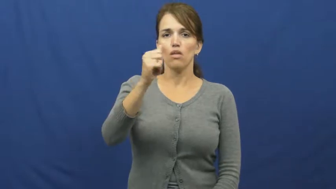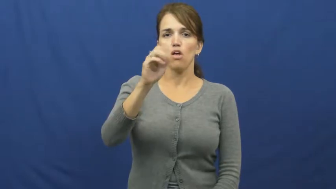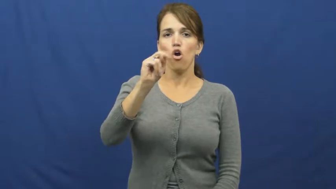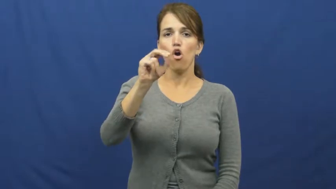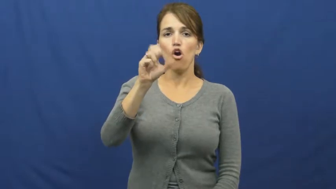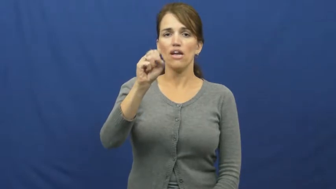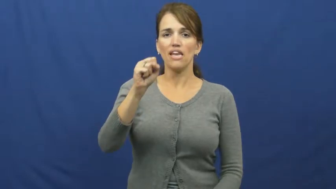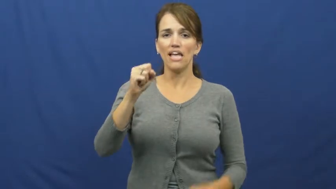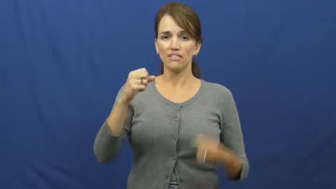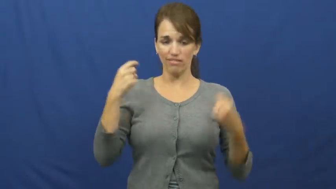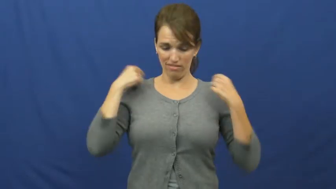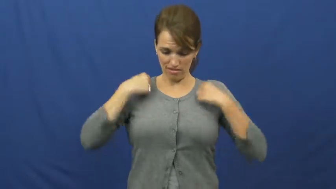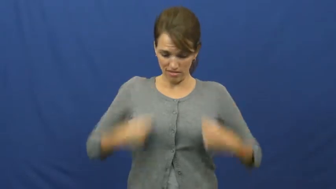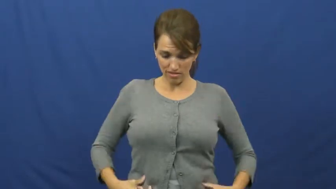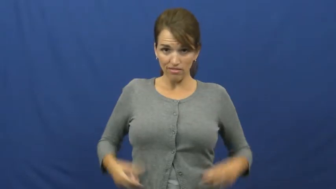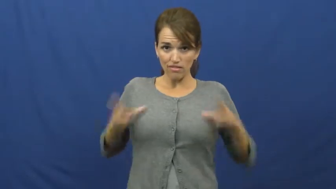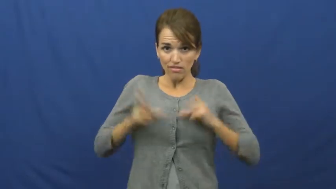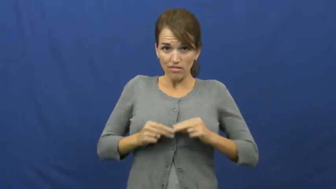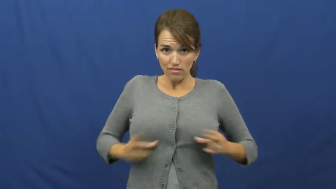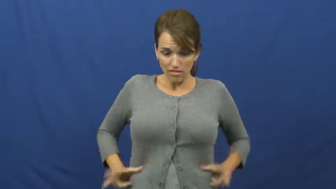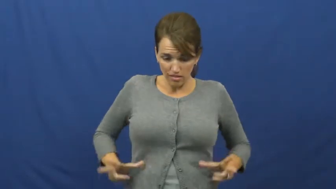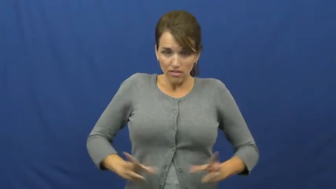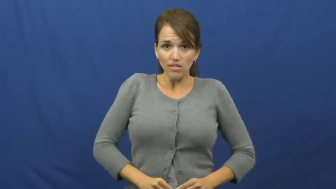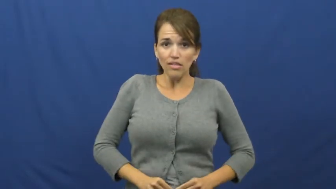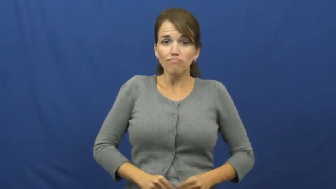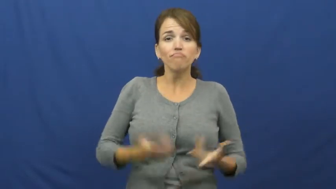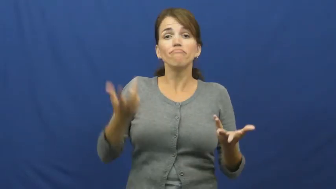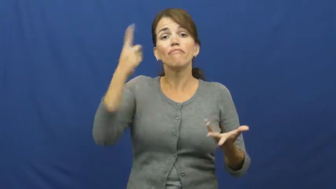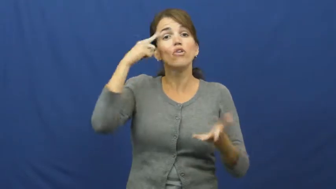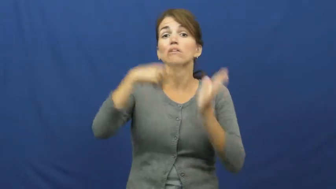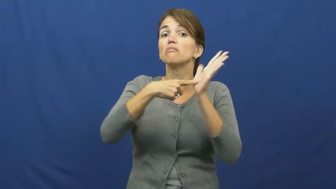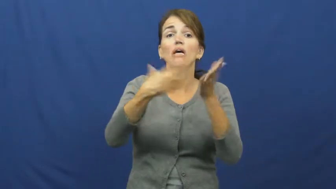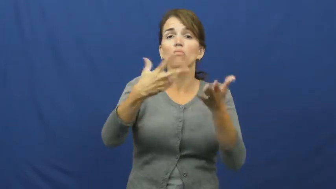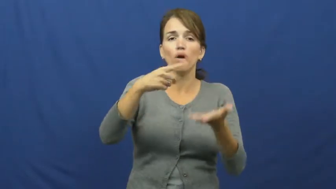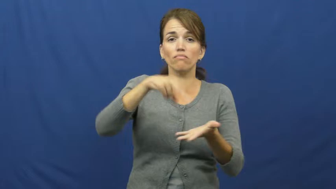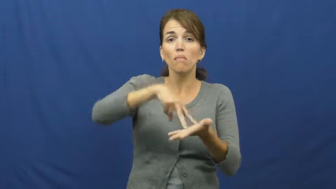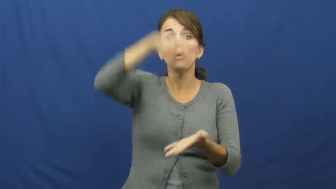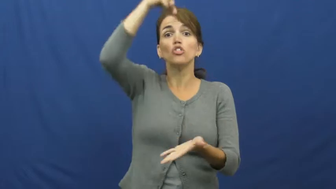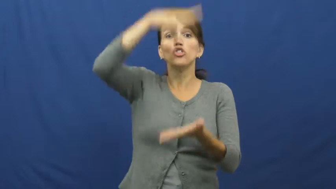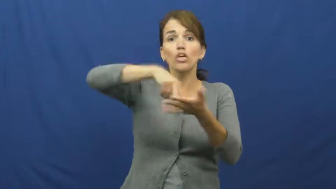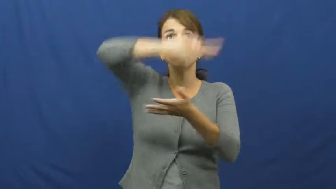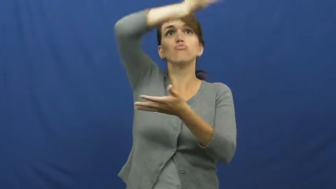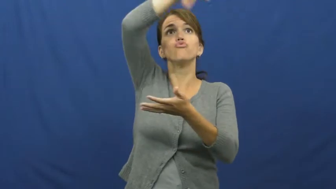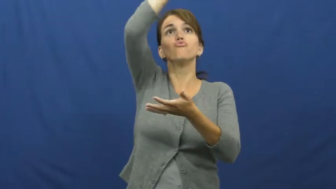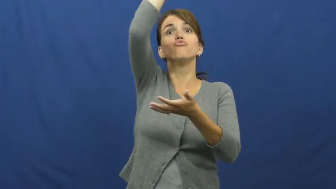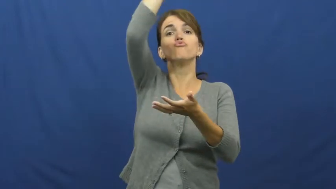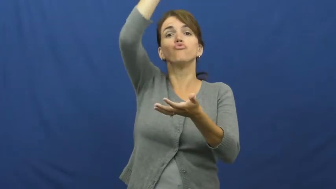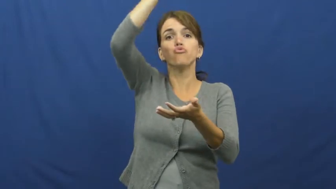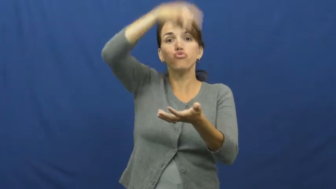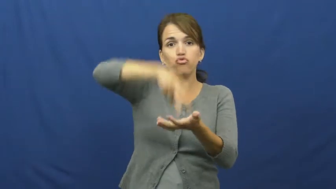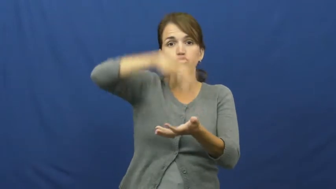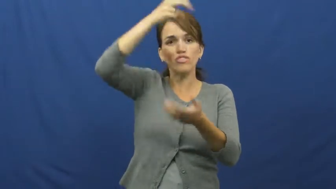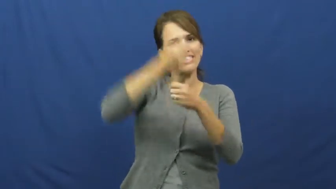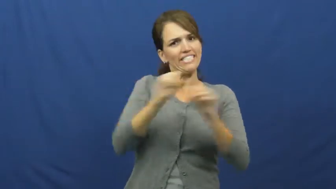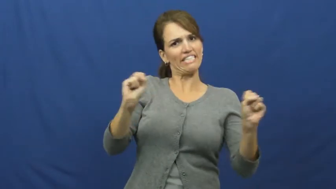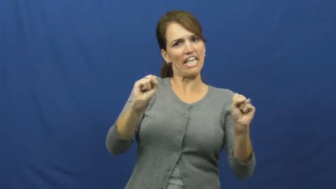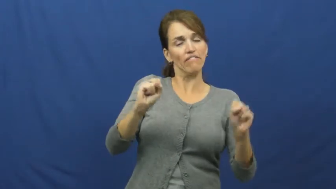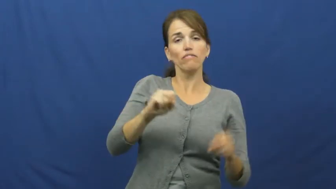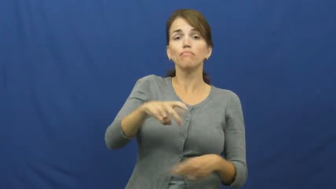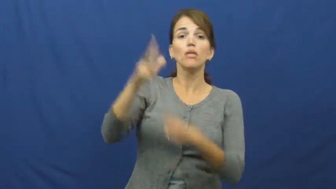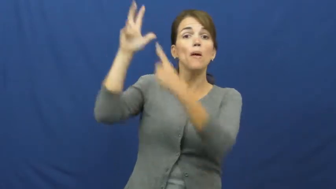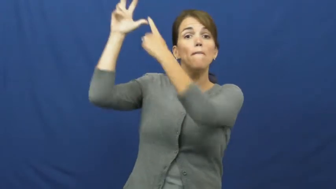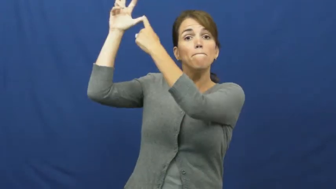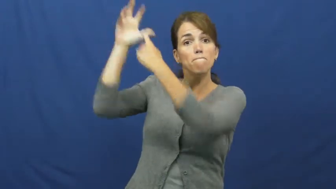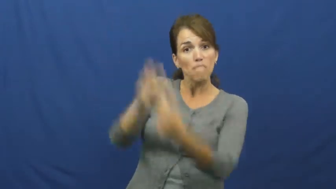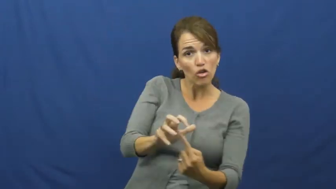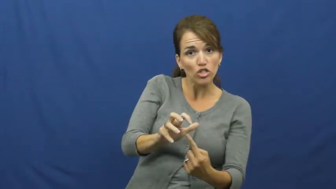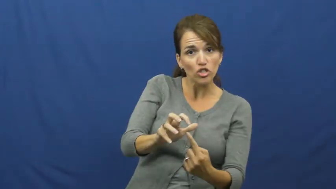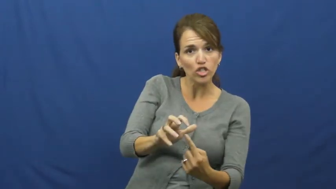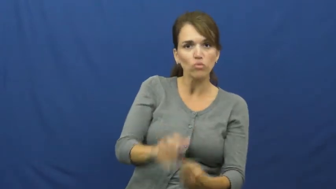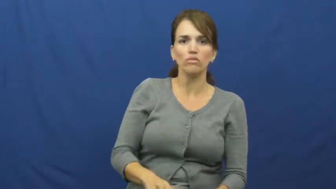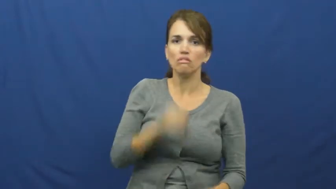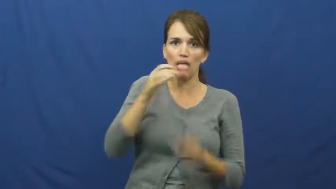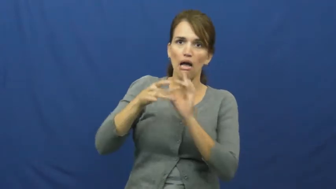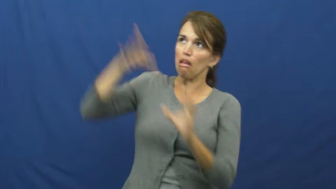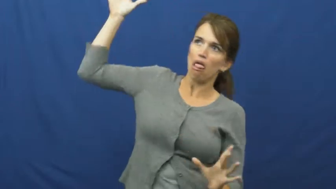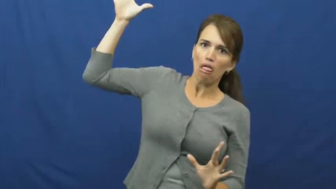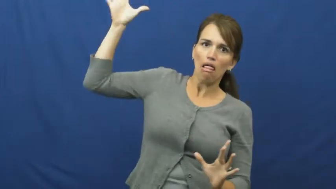harness-straps